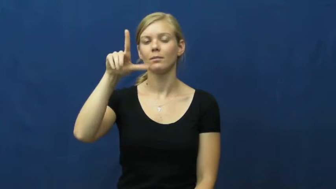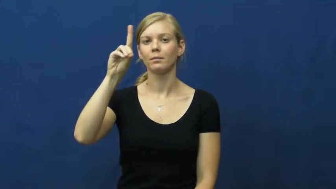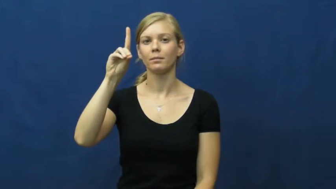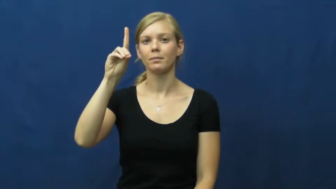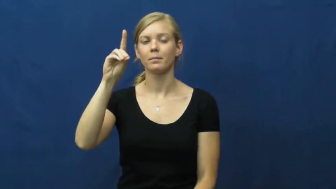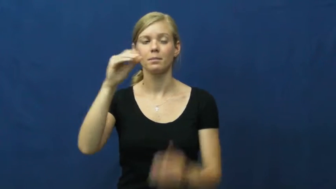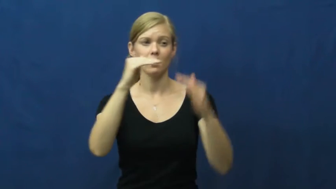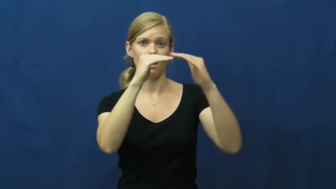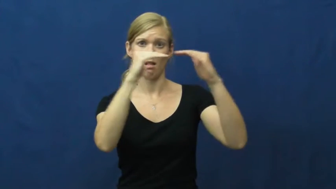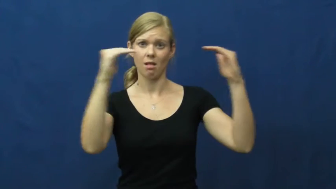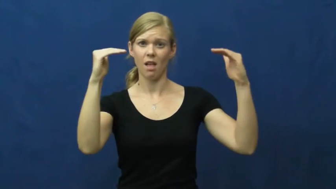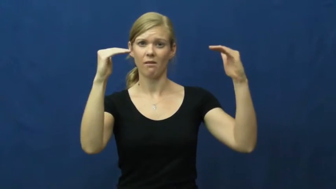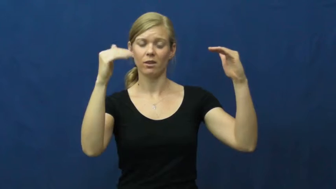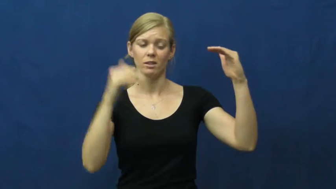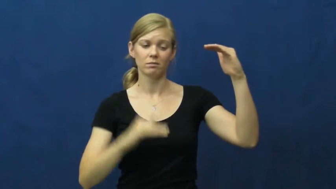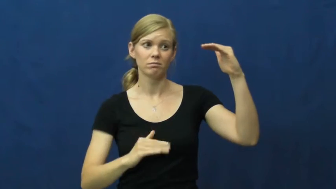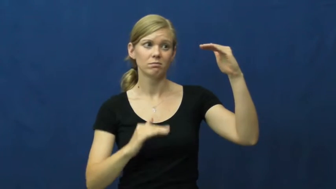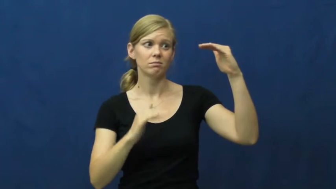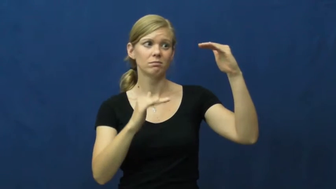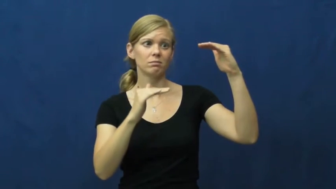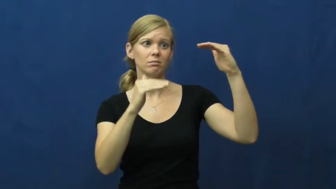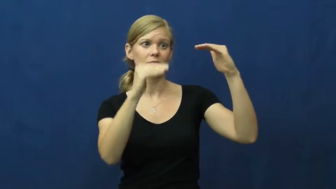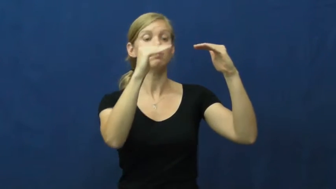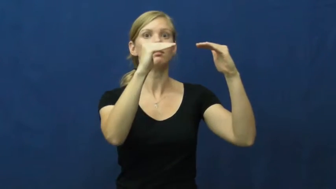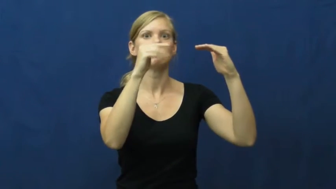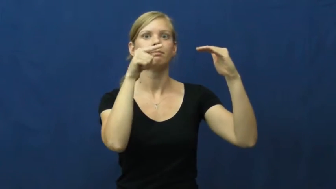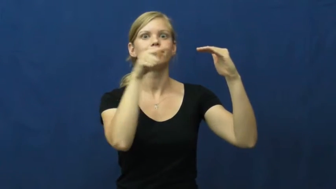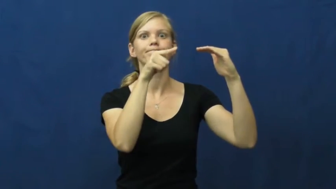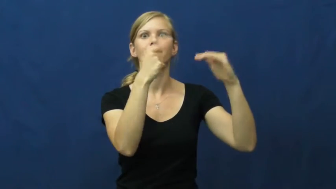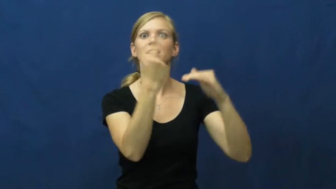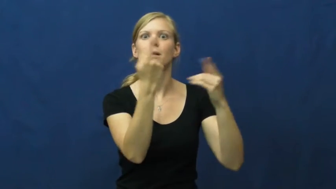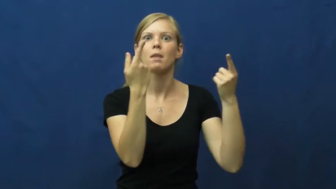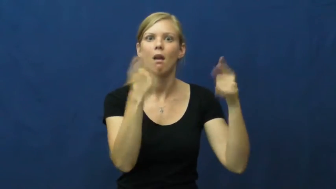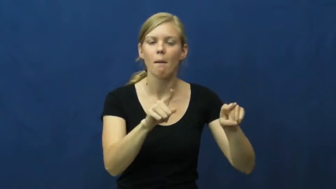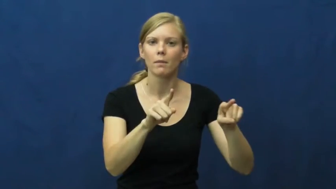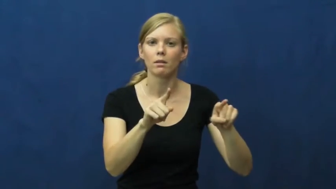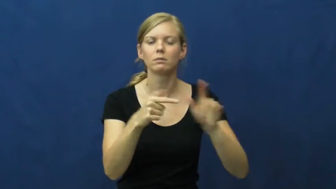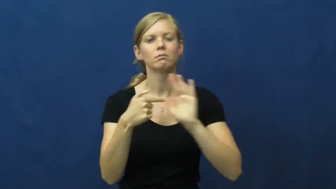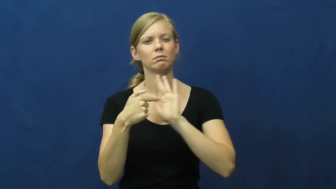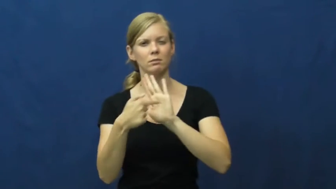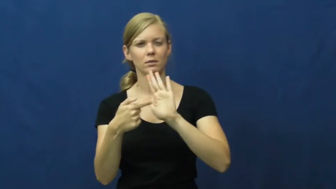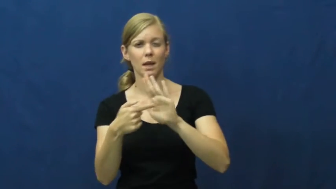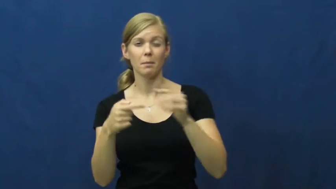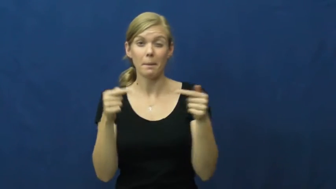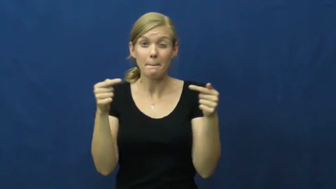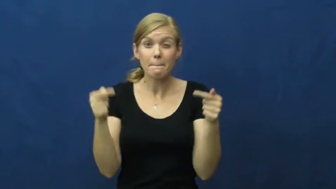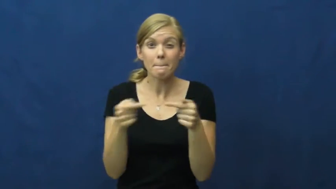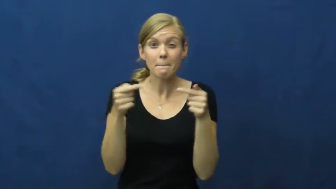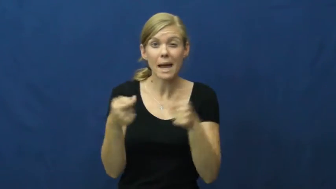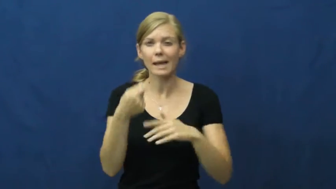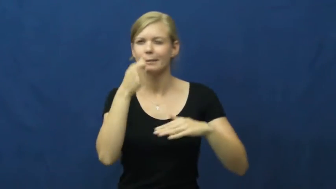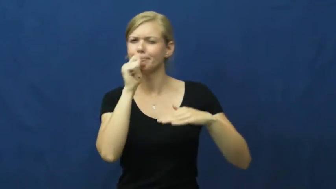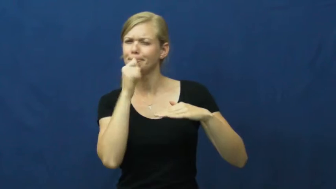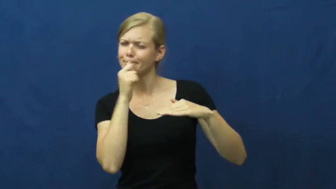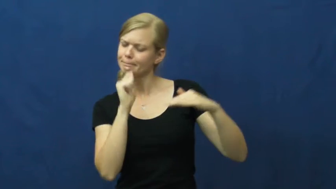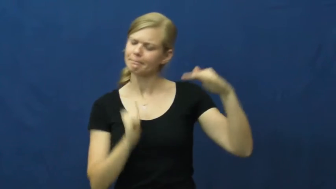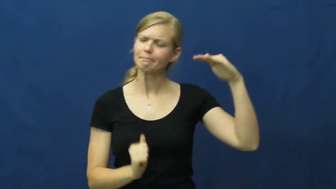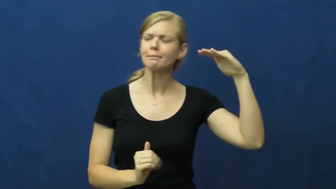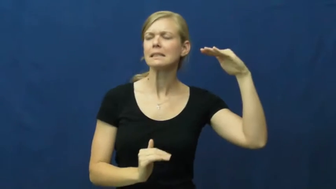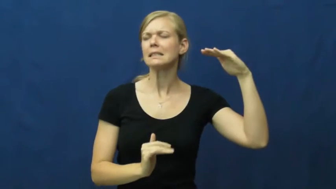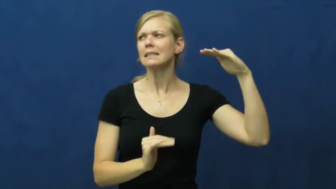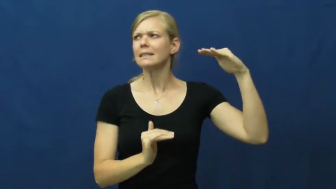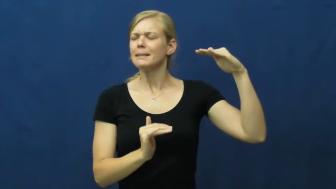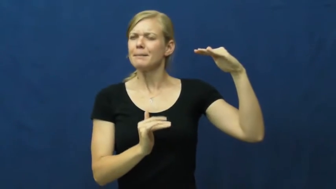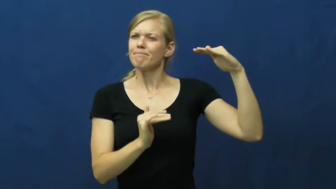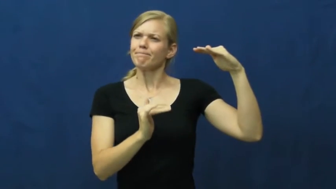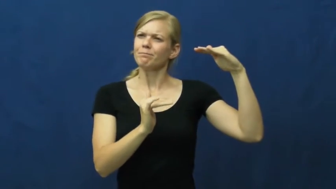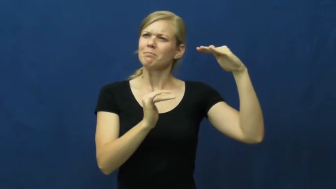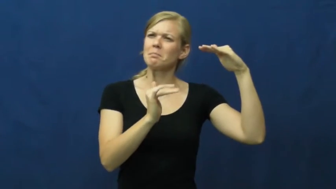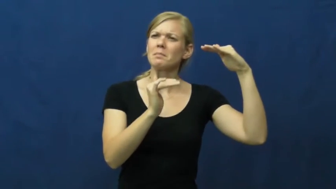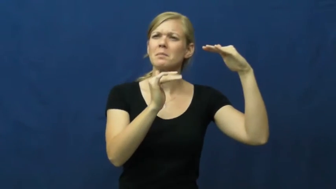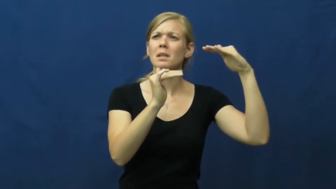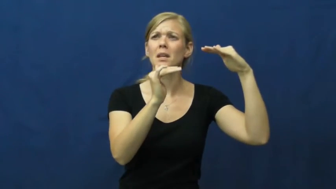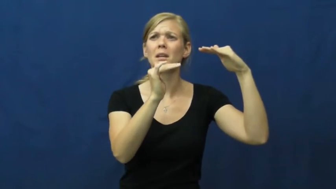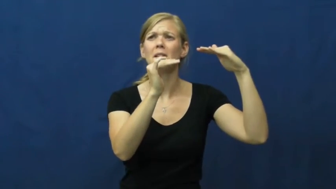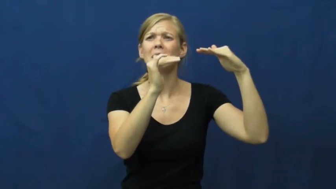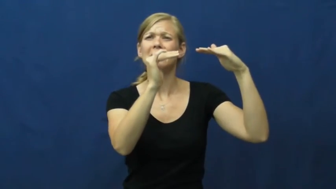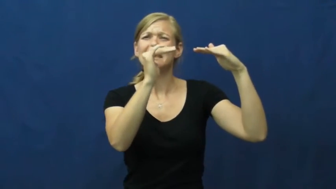threshold-level